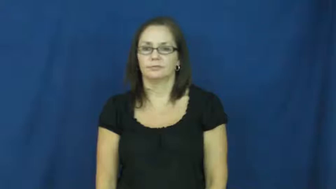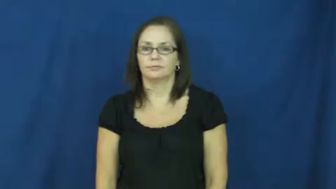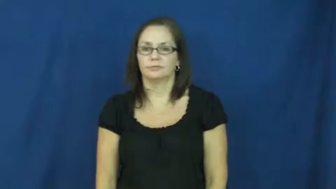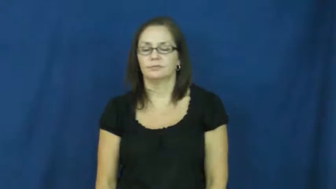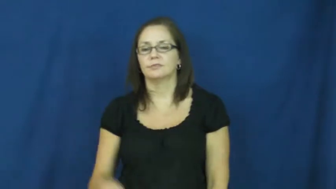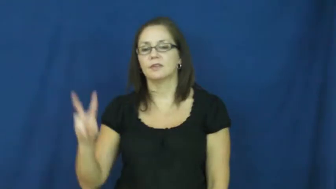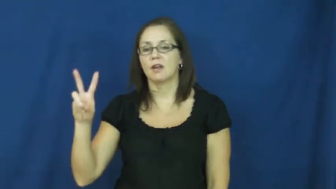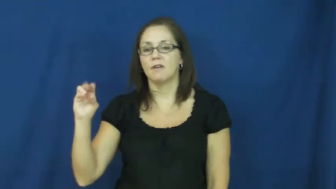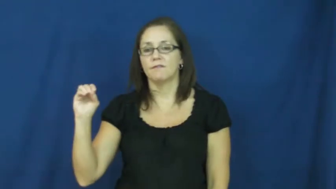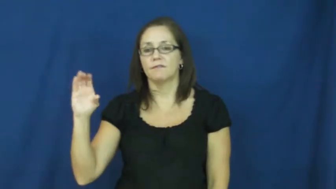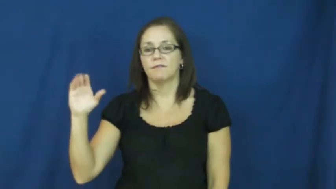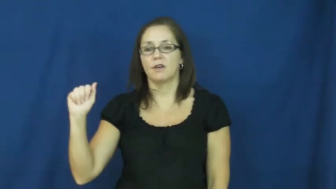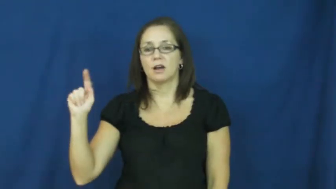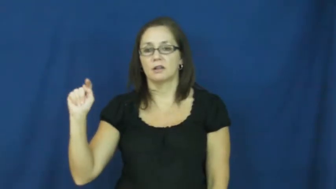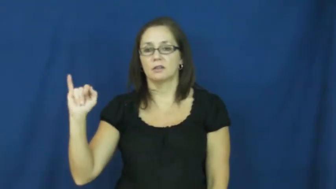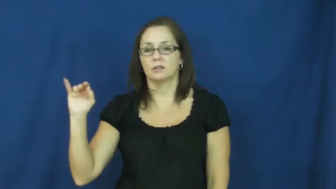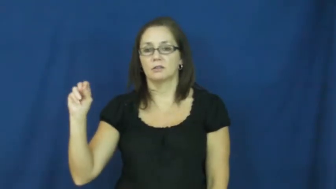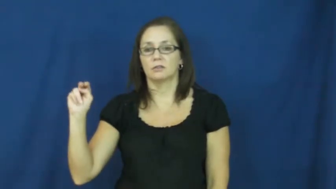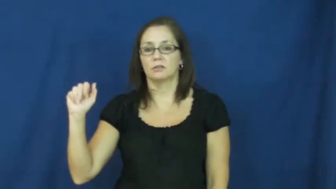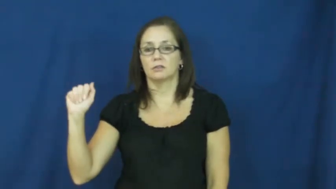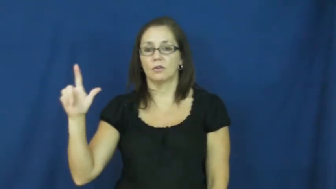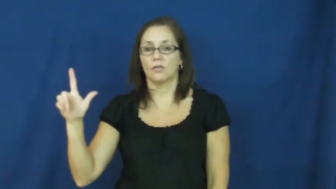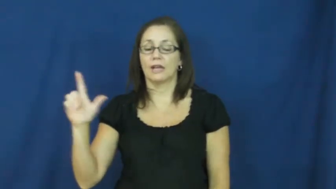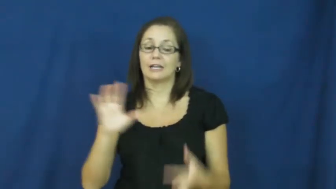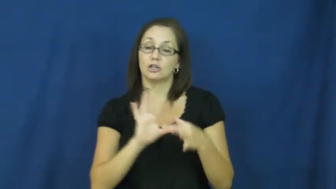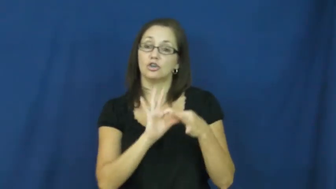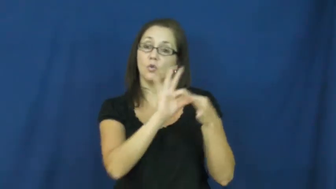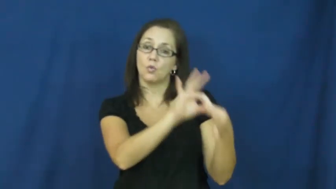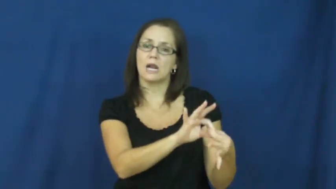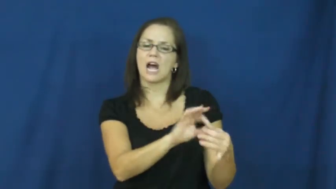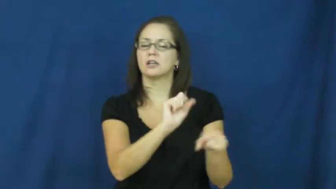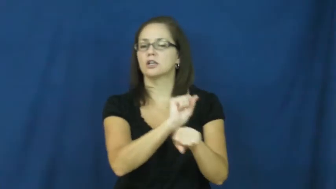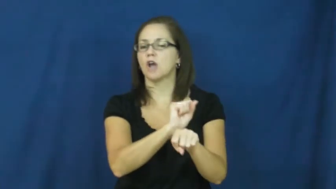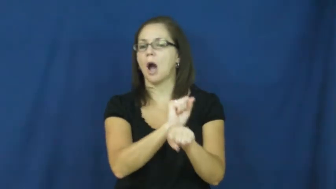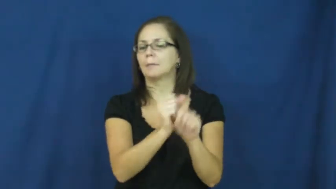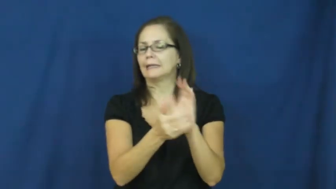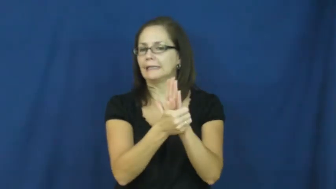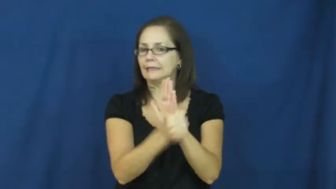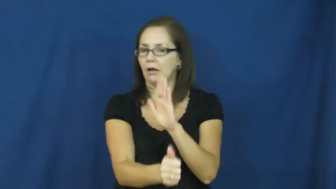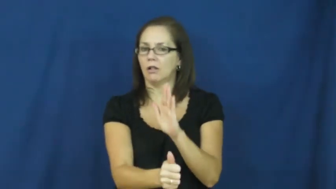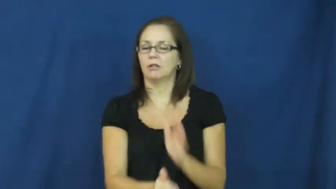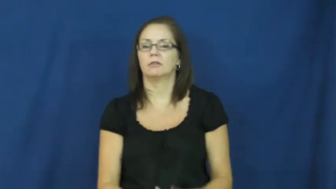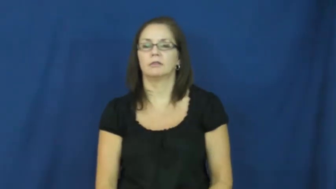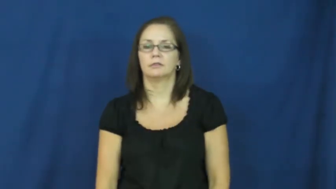vocational